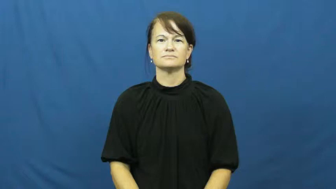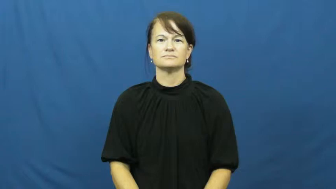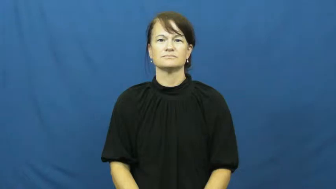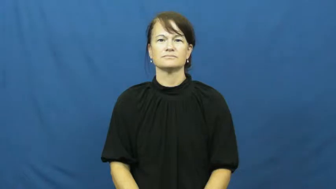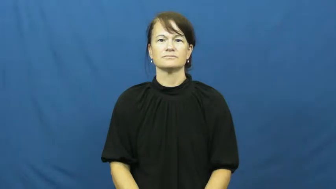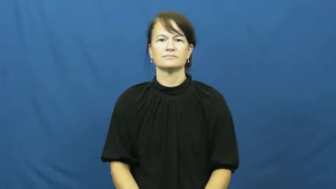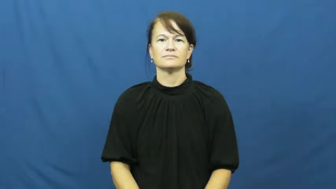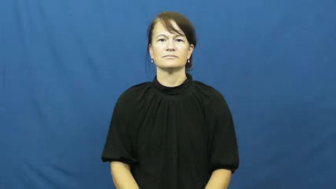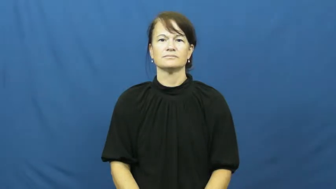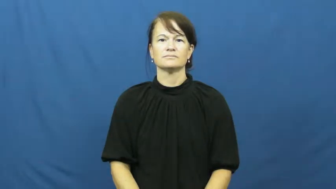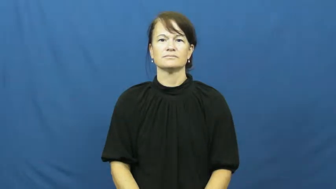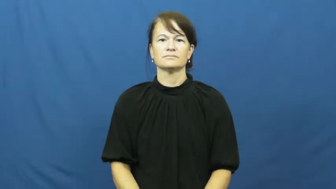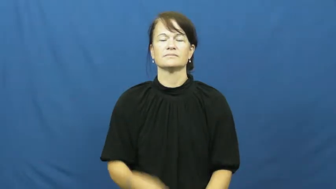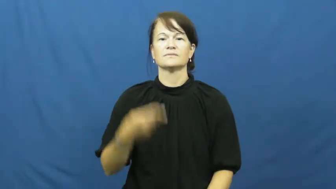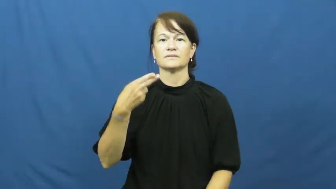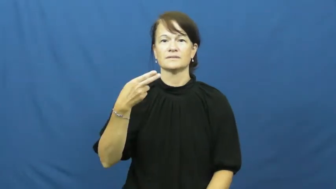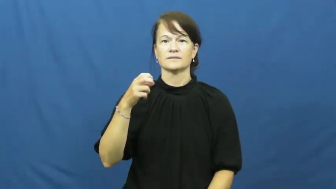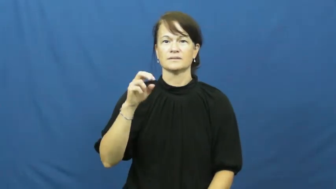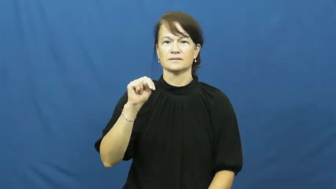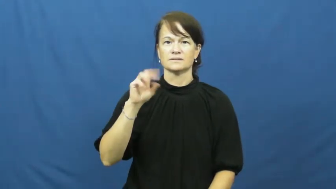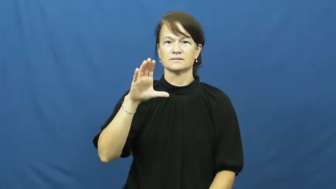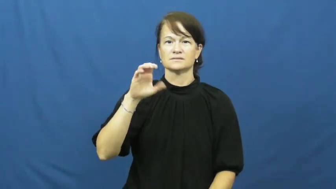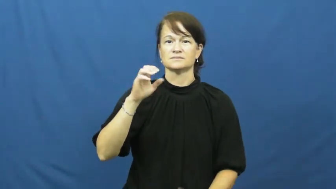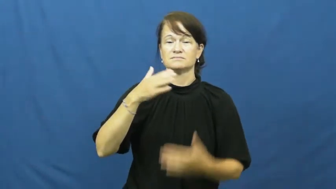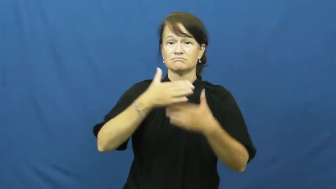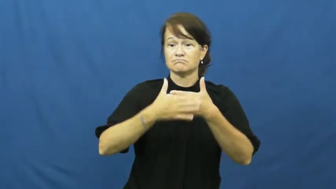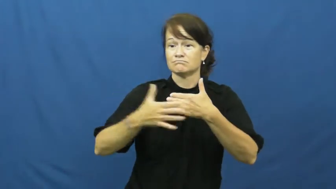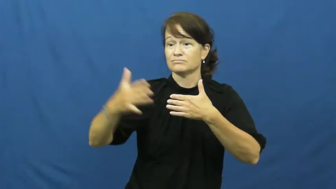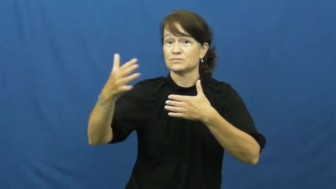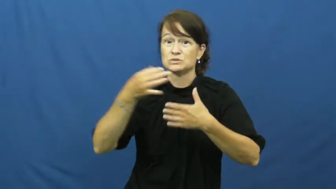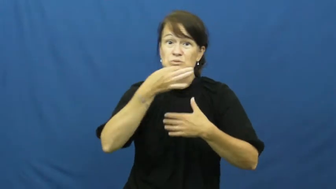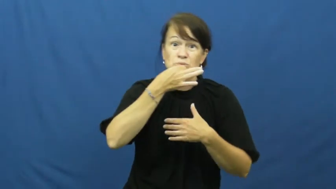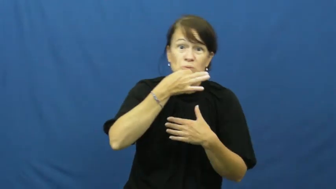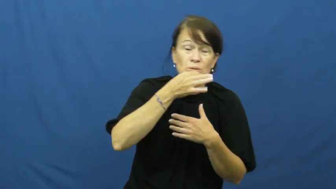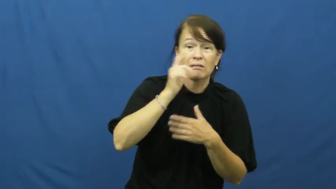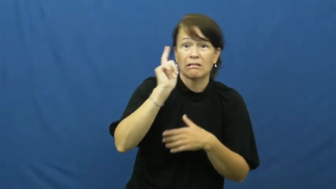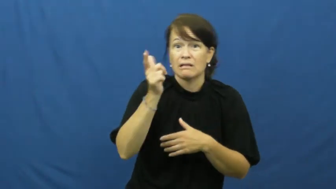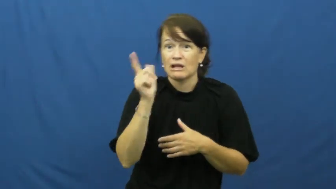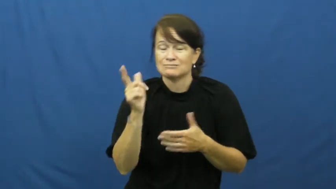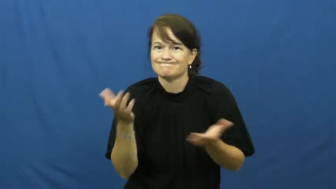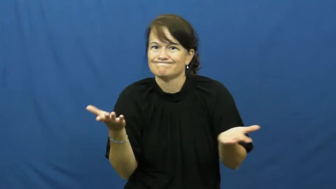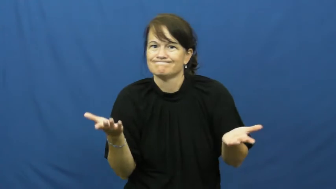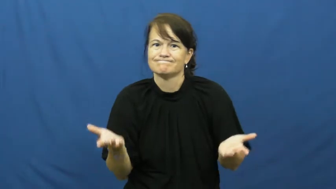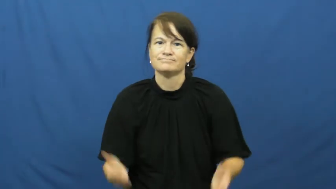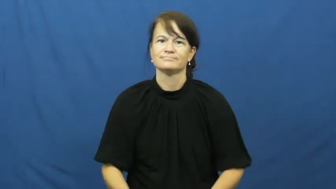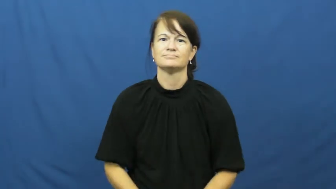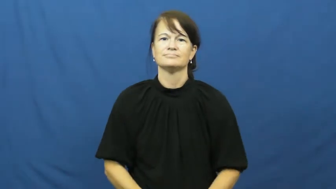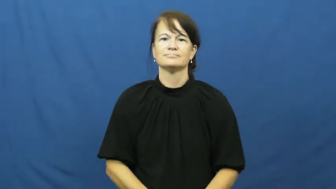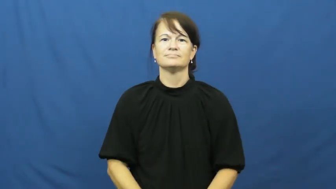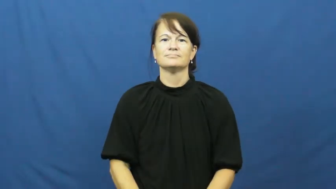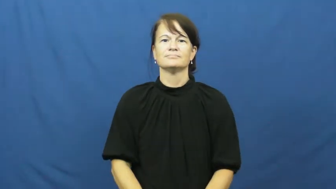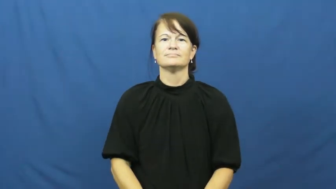hence,thenceforth